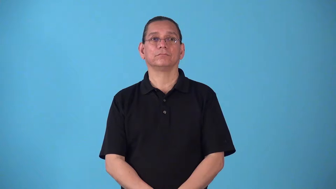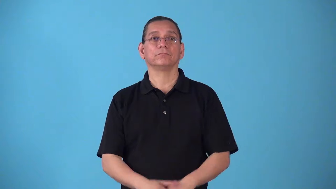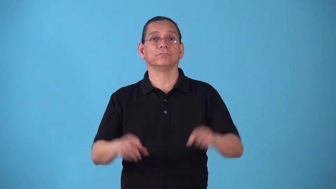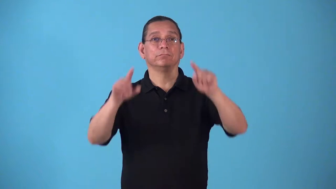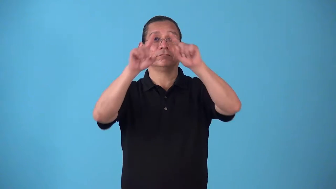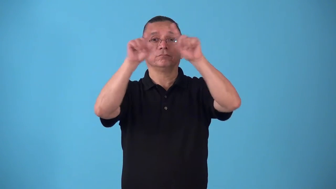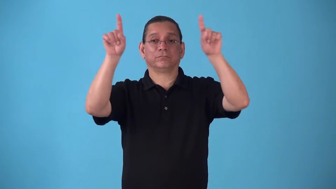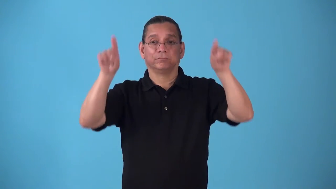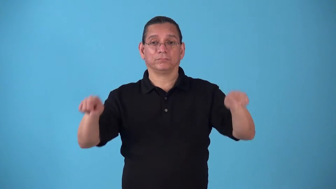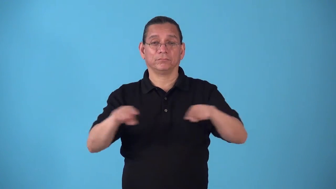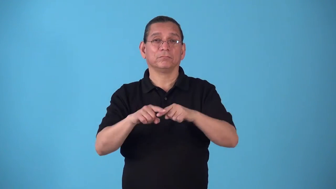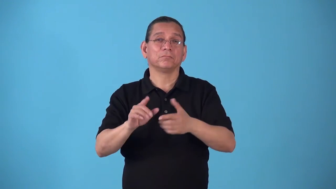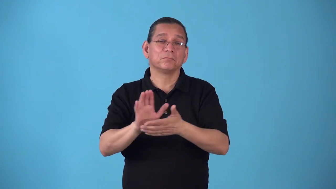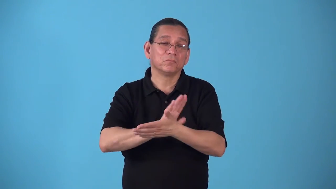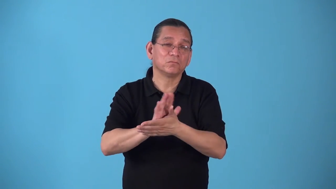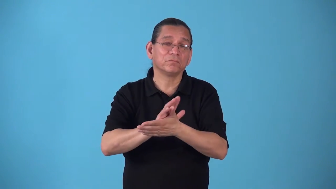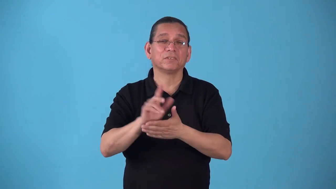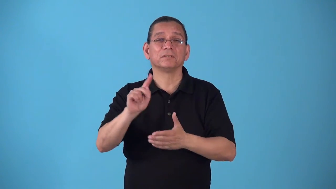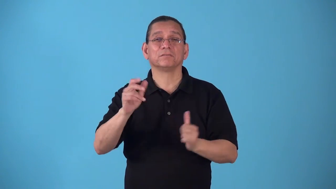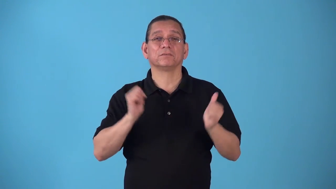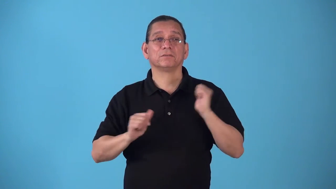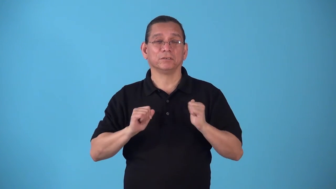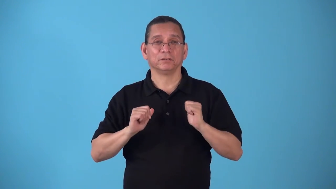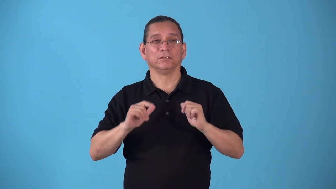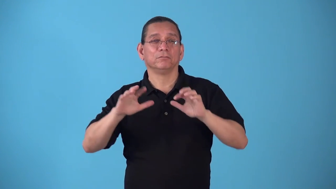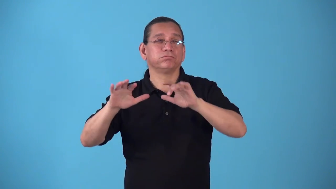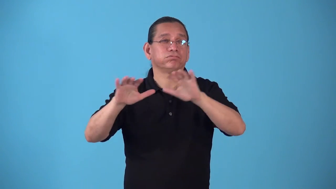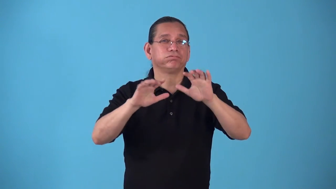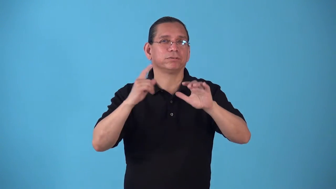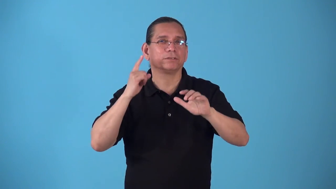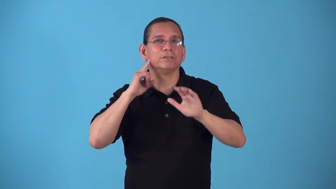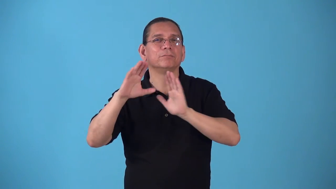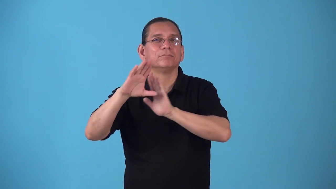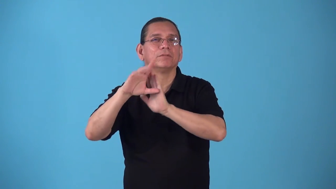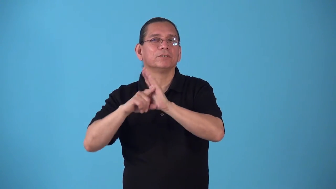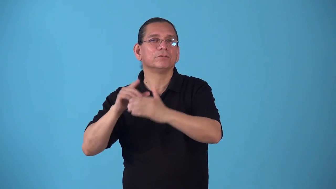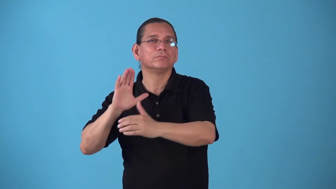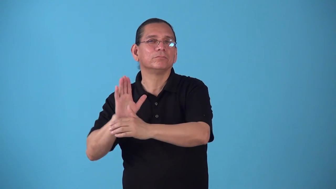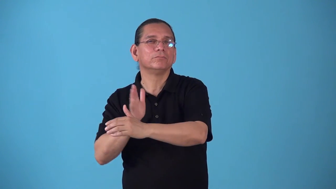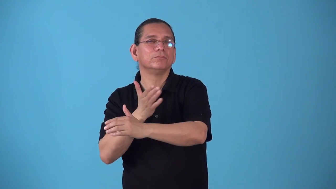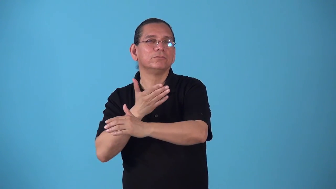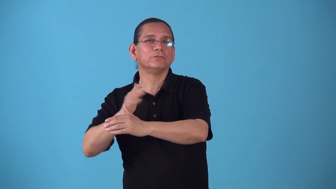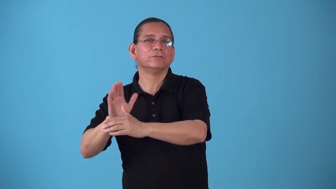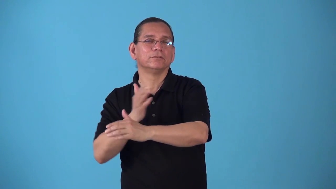soundtrack